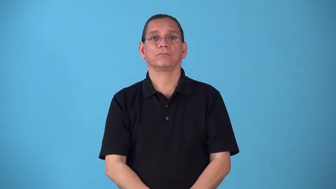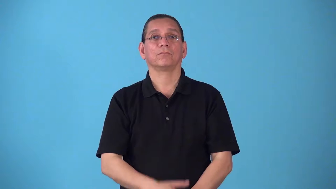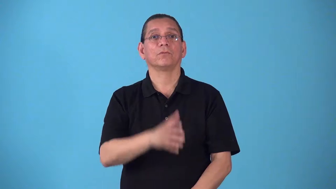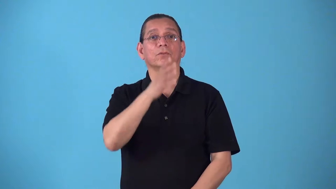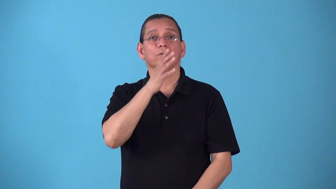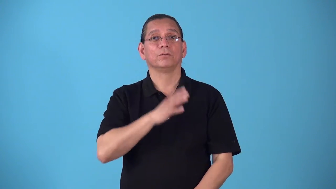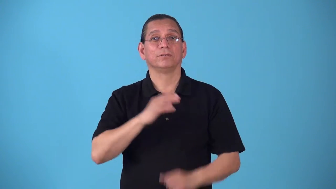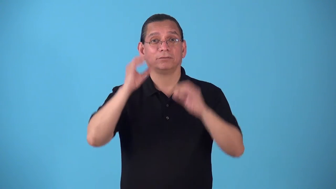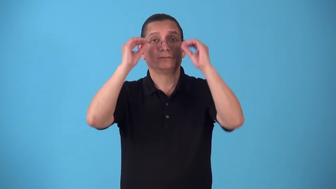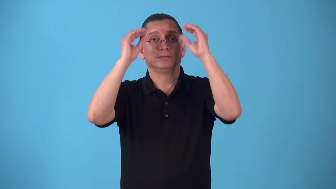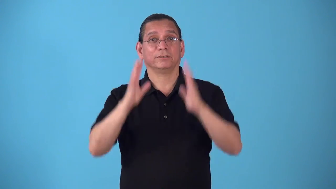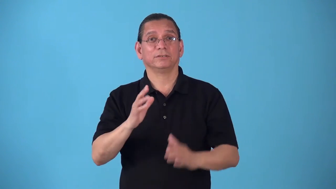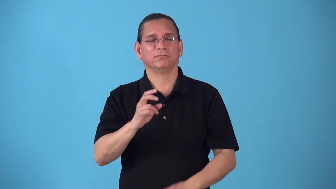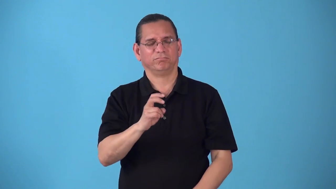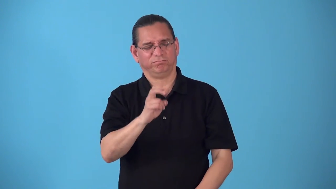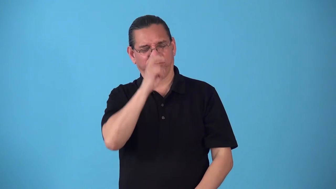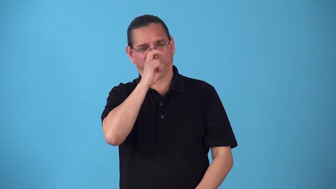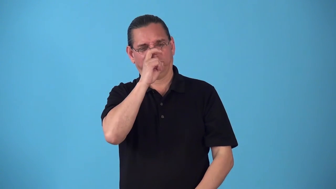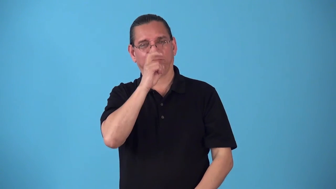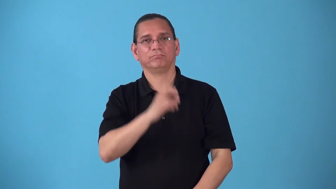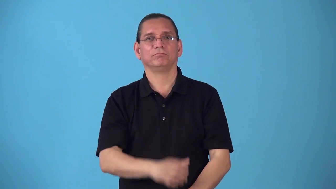schoolmarm,schoolmistress